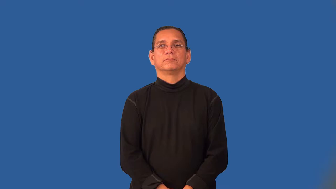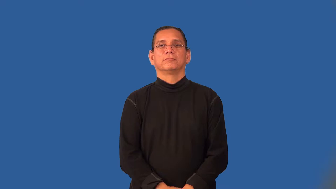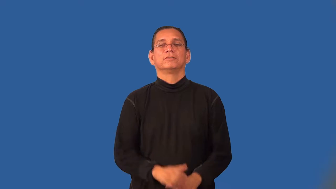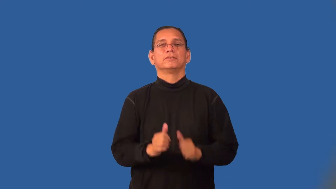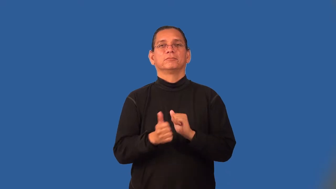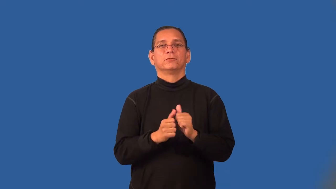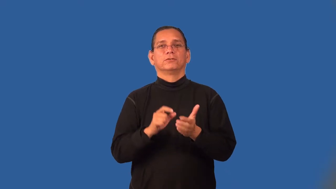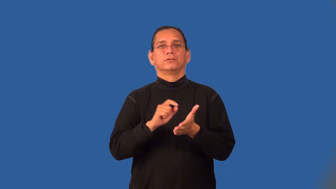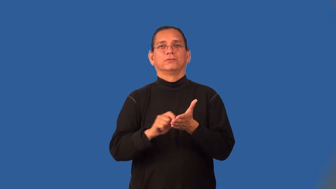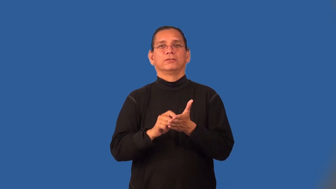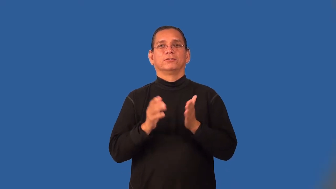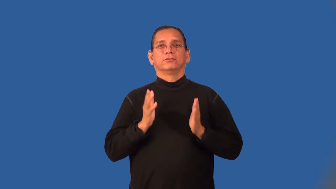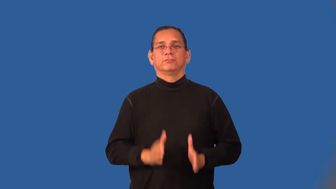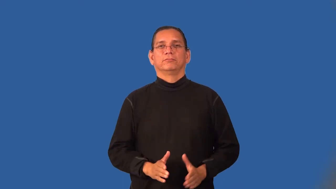sportswriter